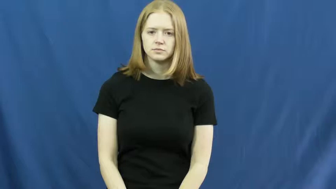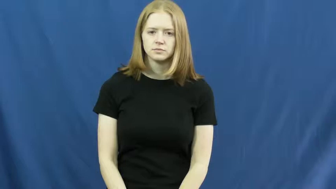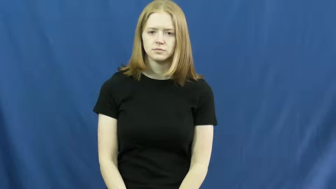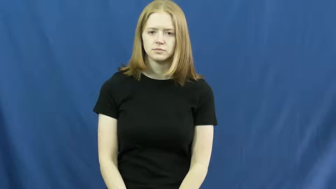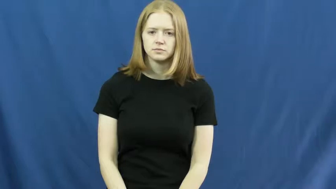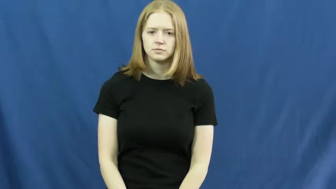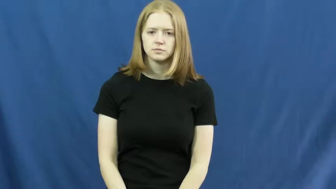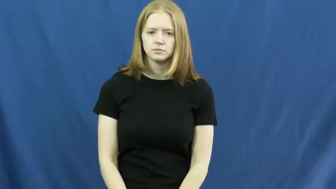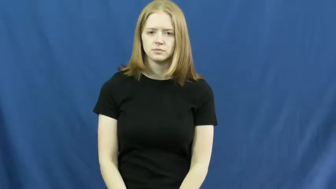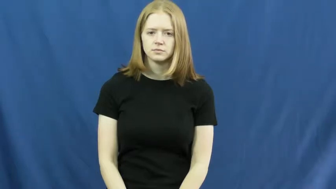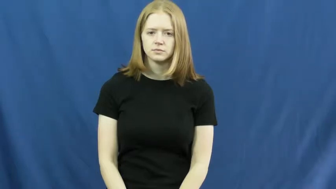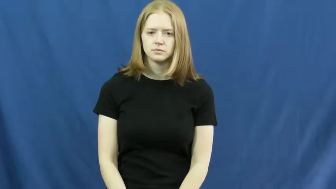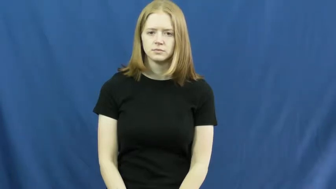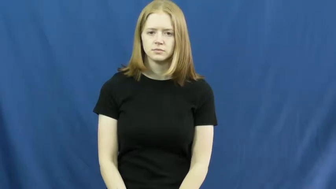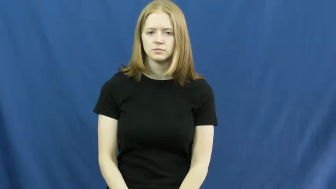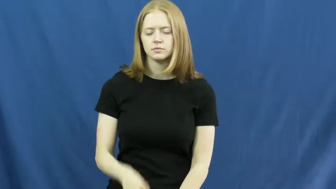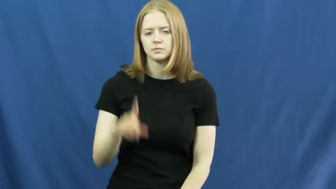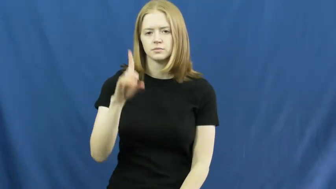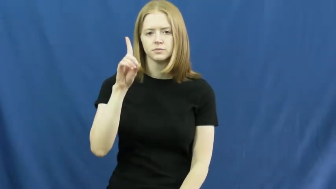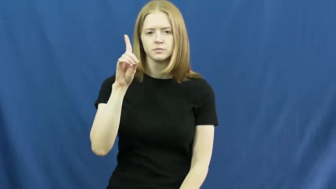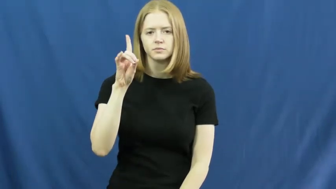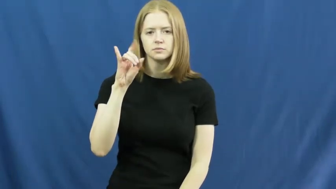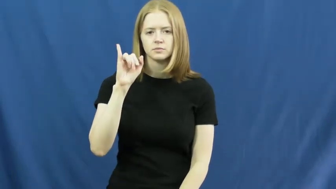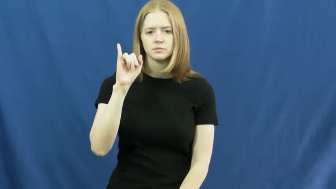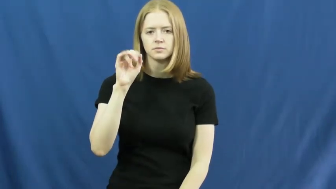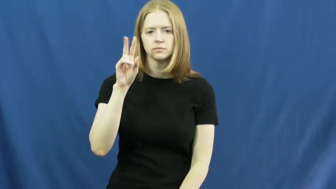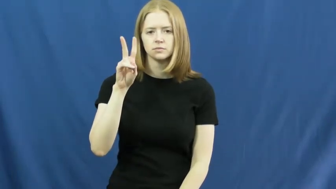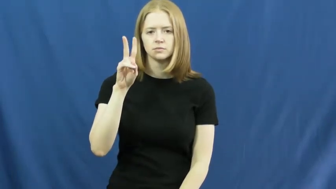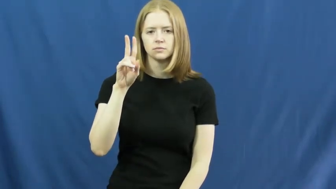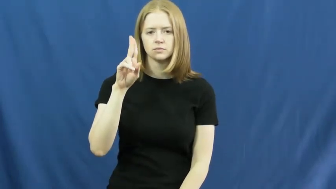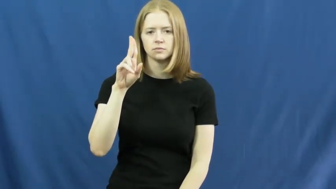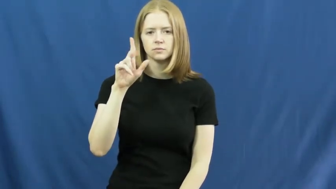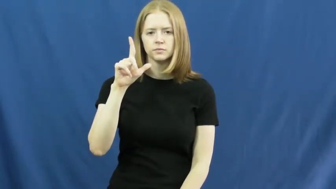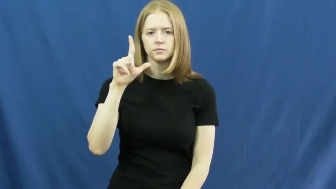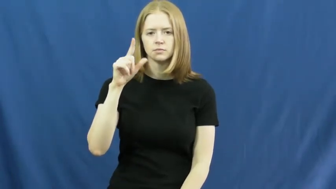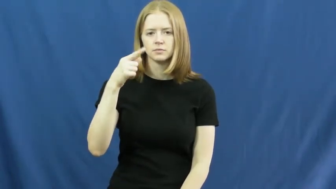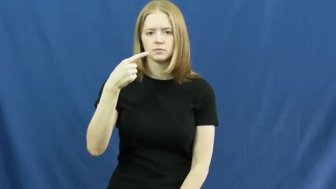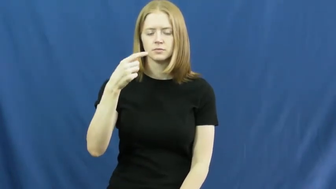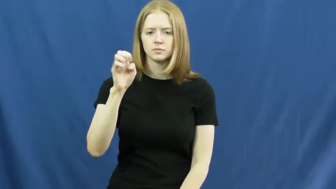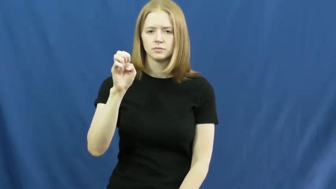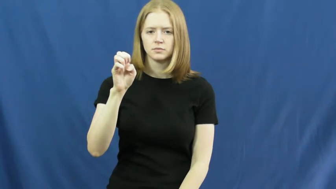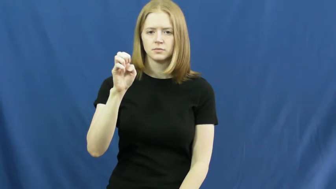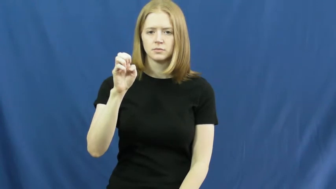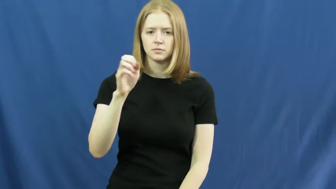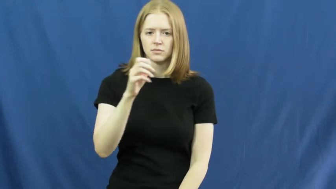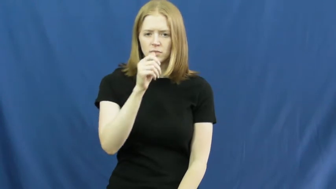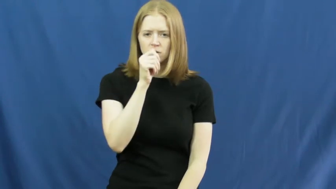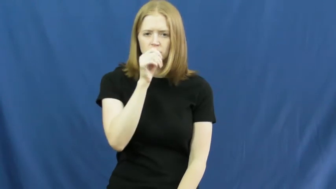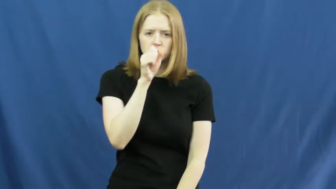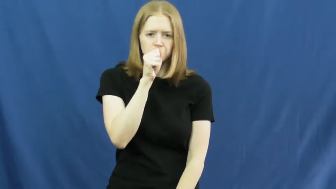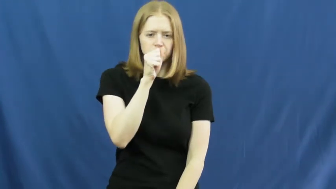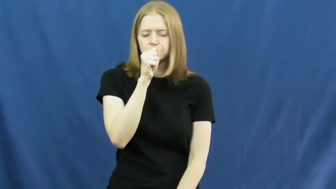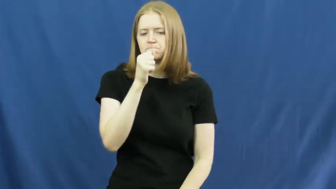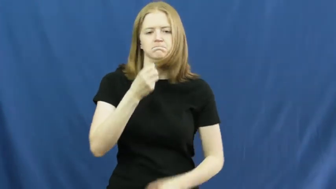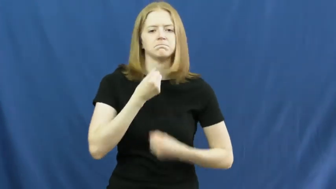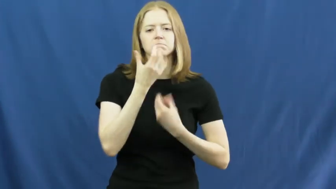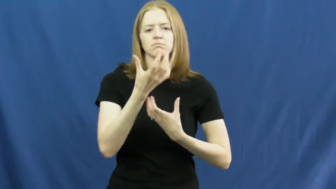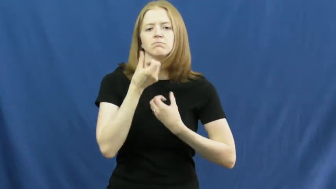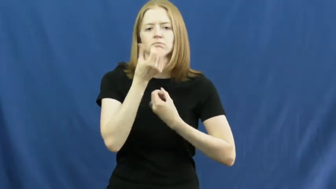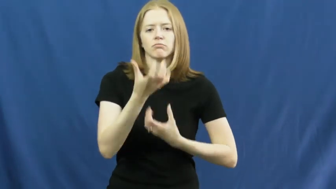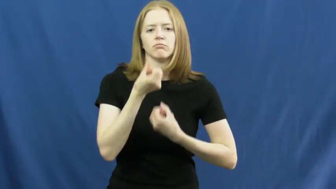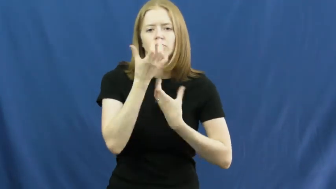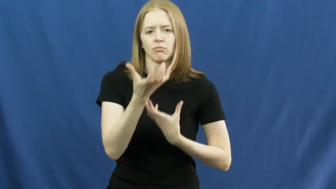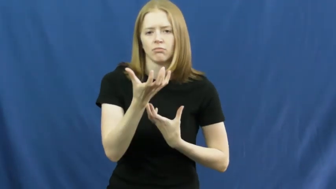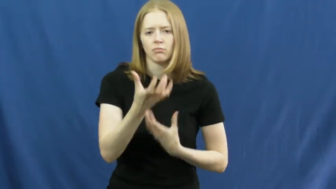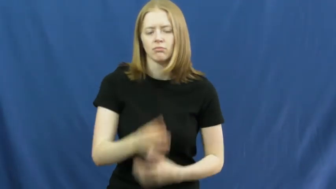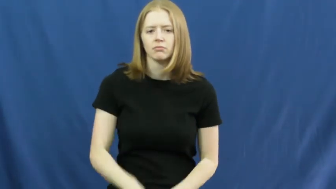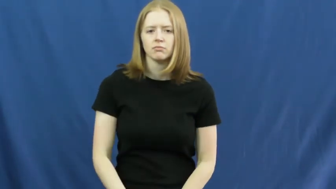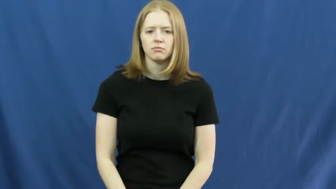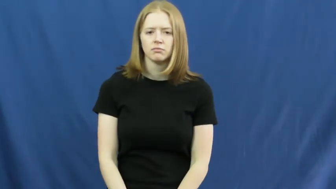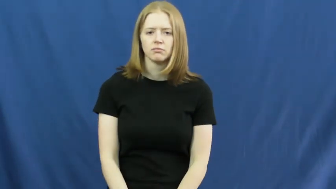divulge